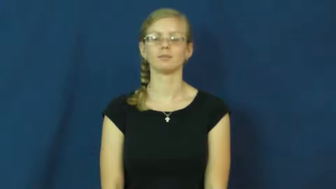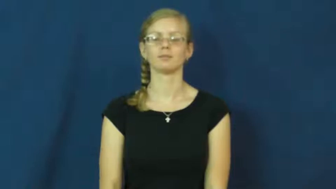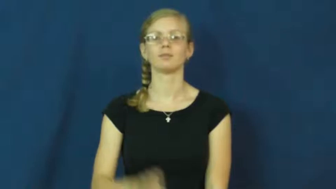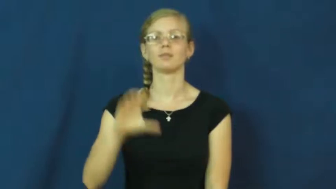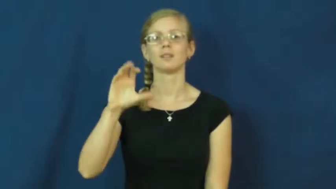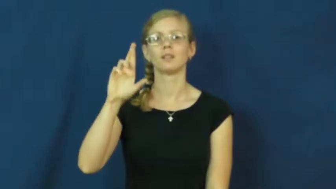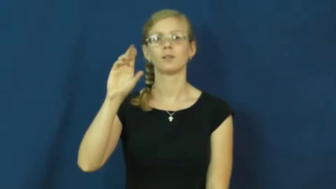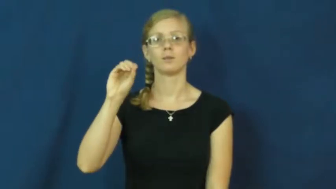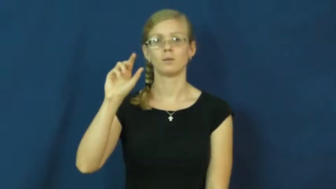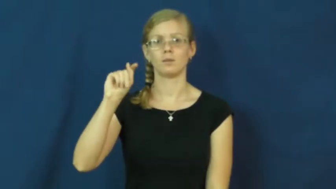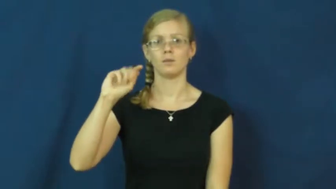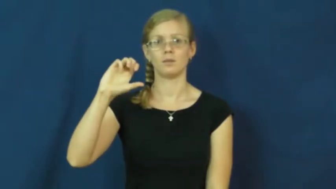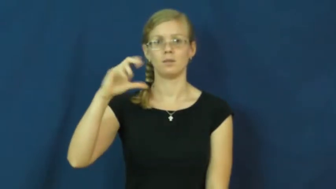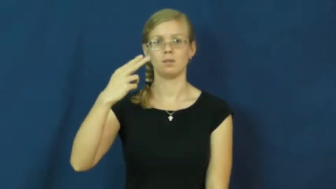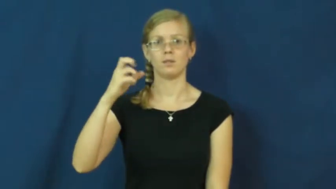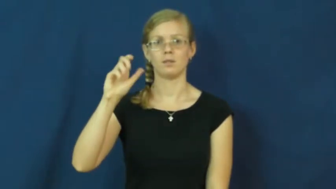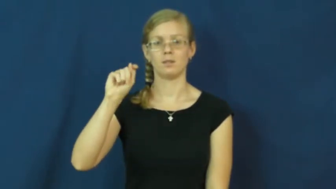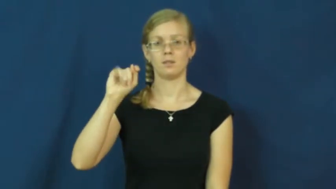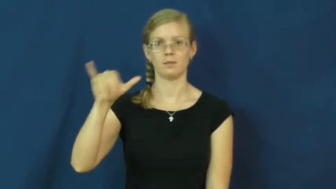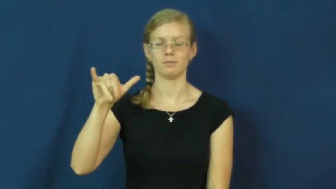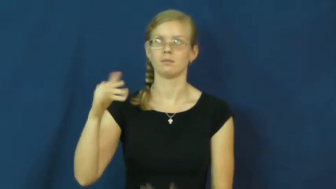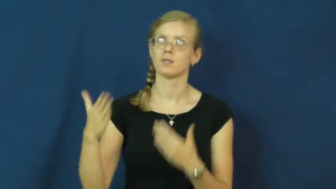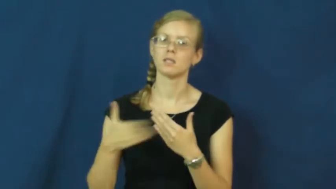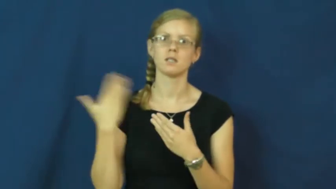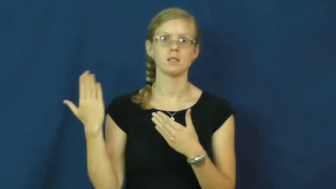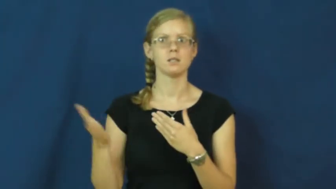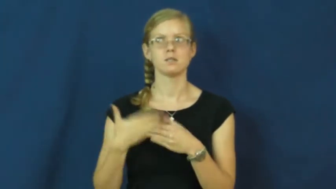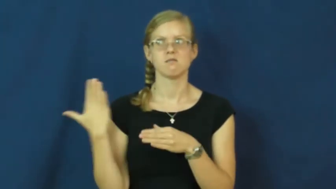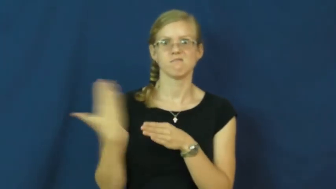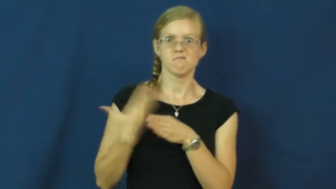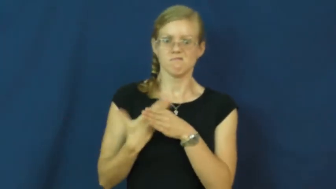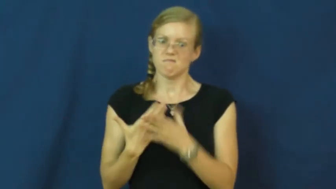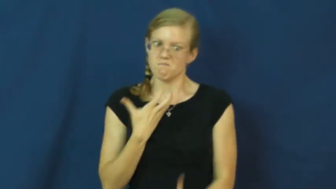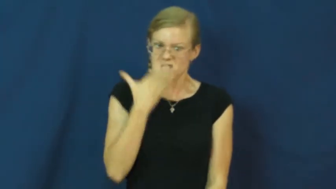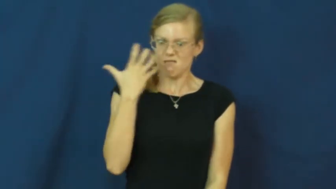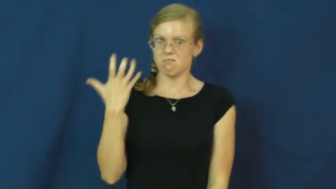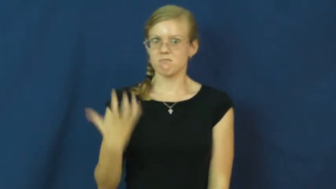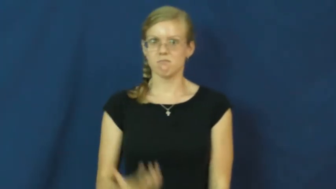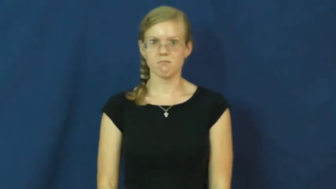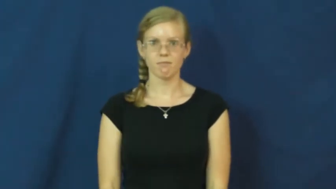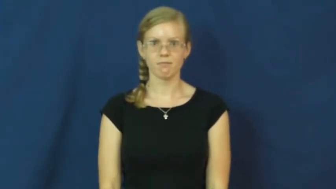crotchety